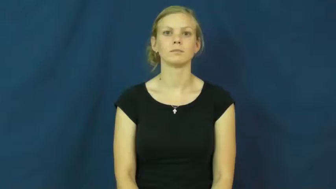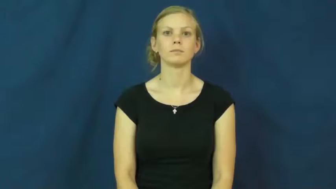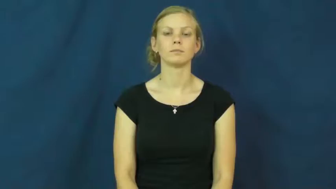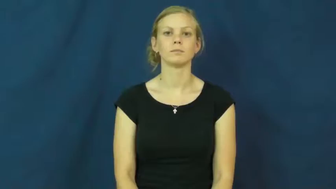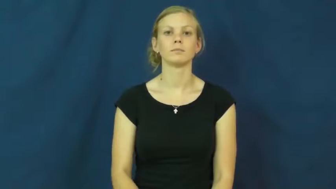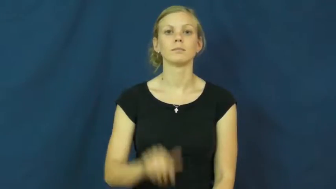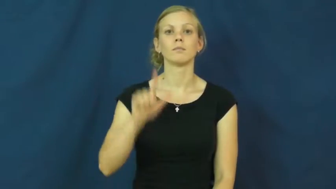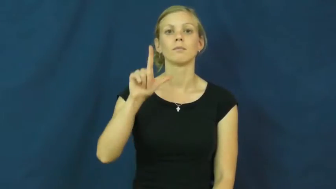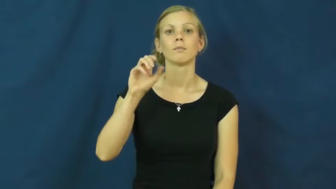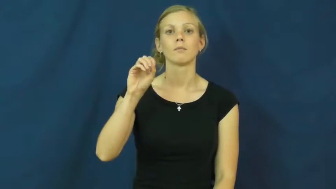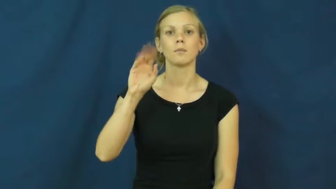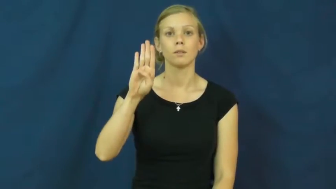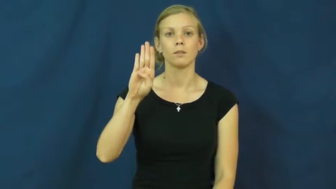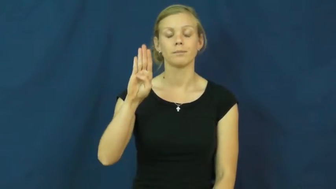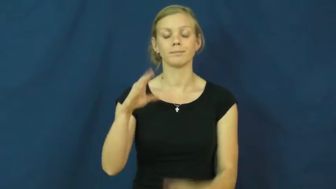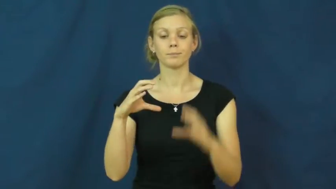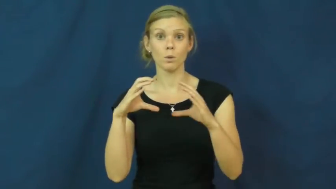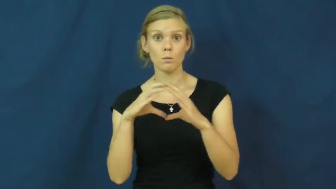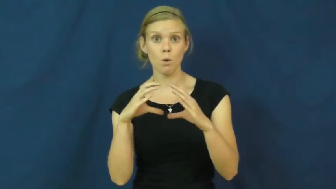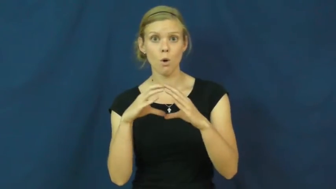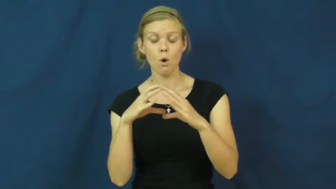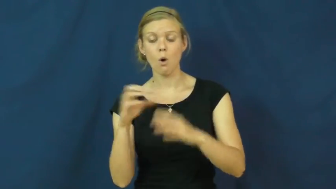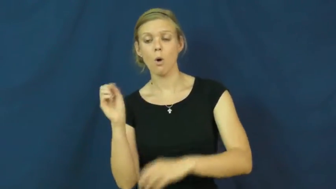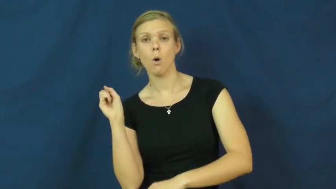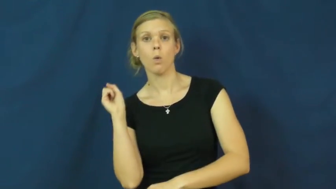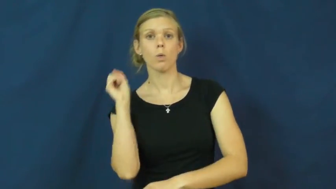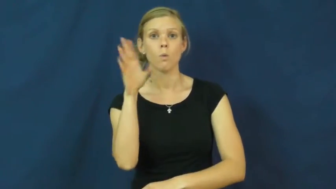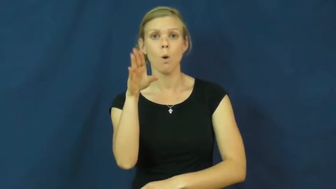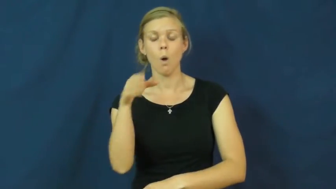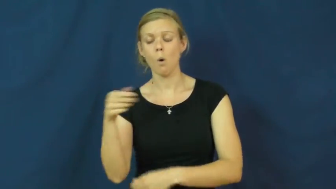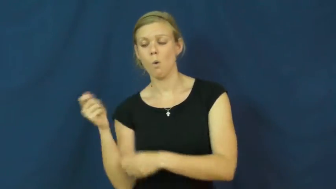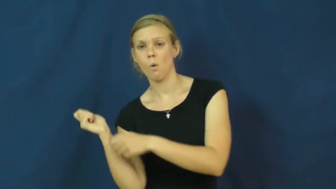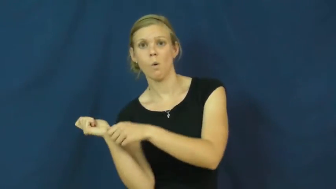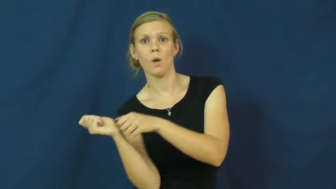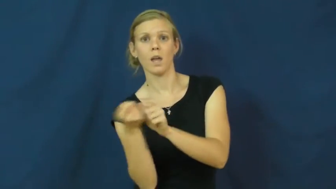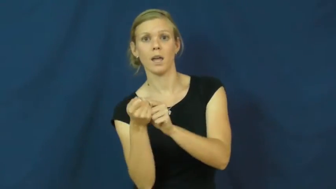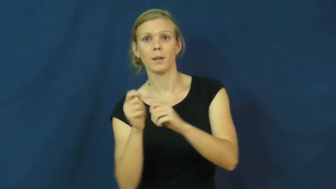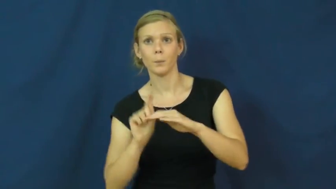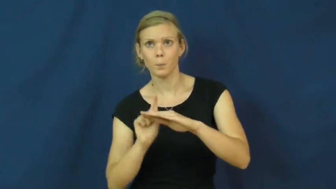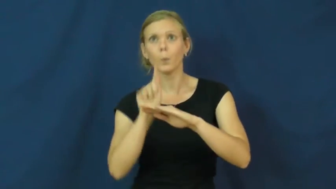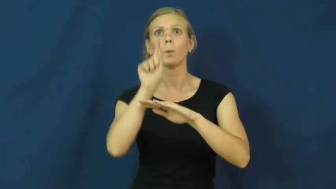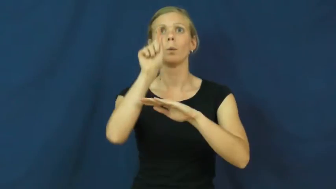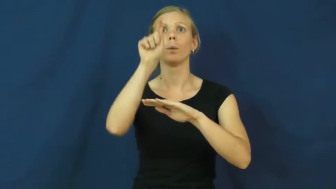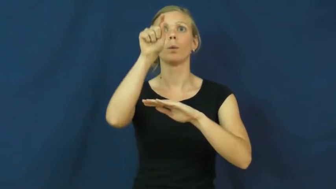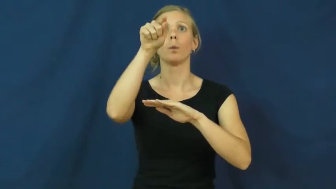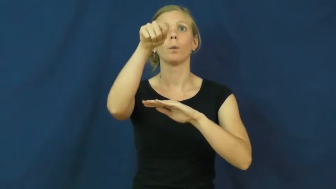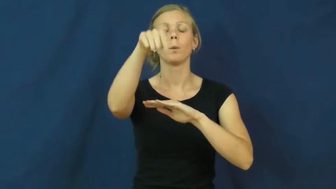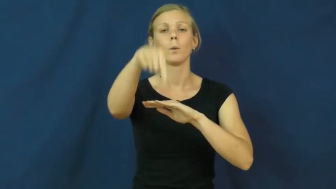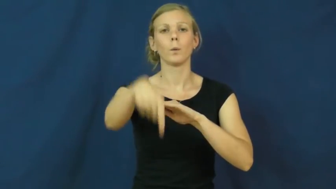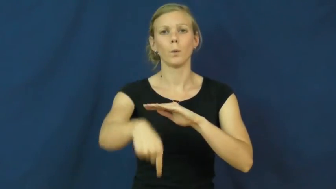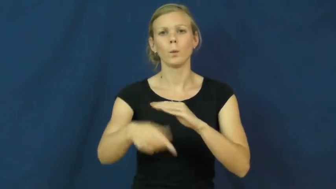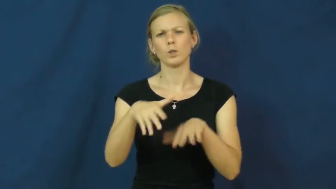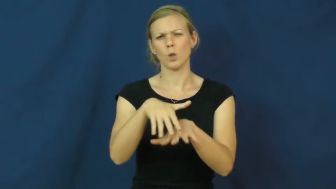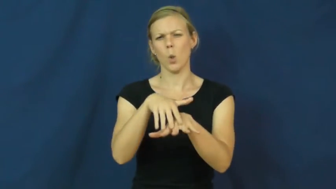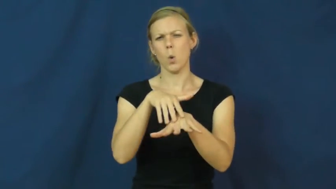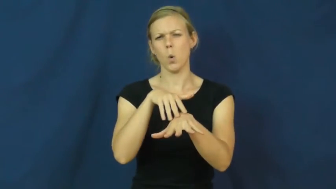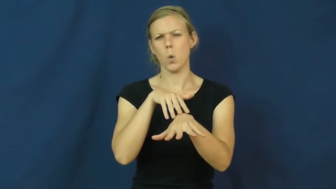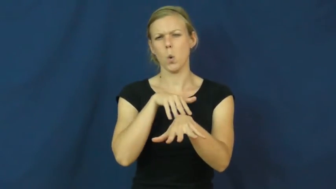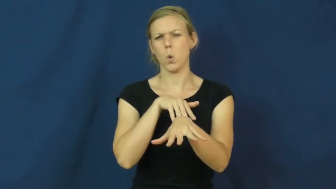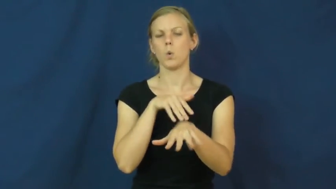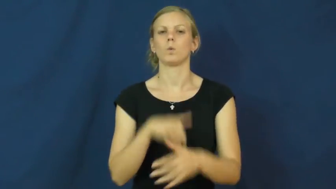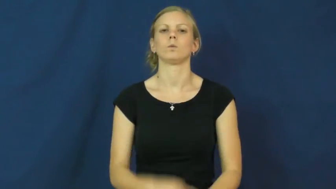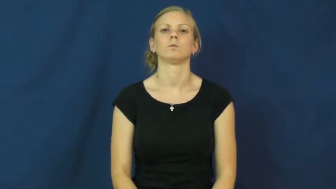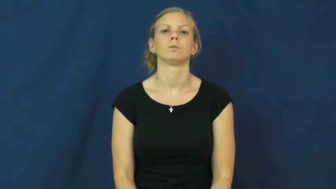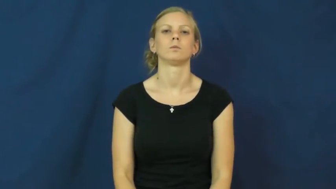lob